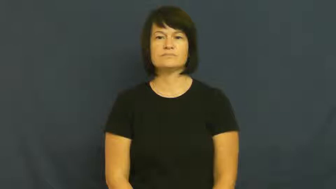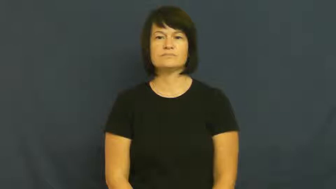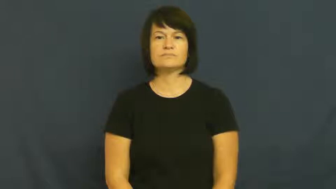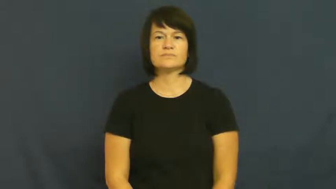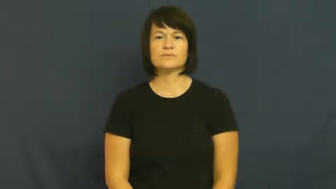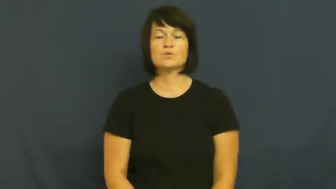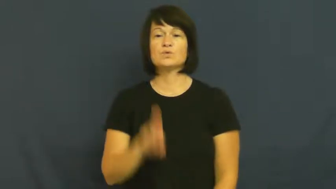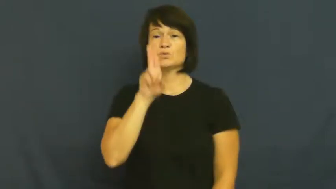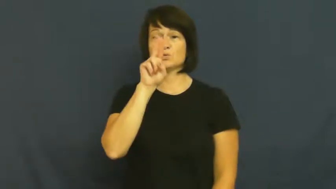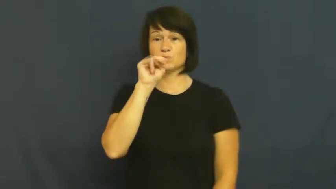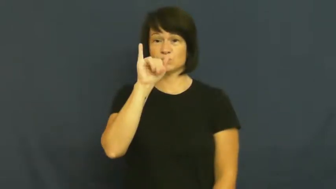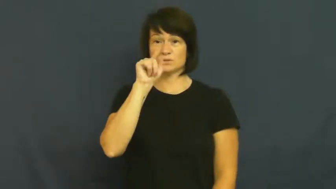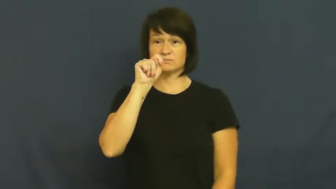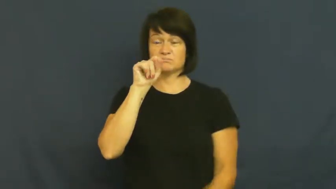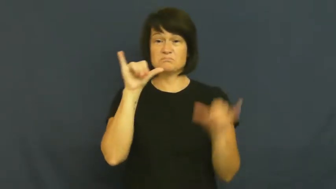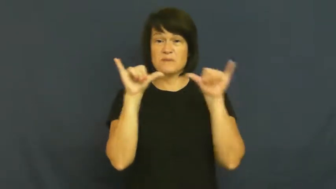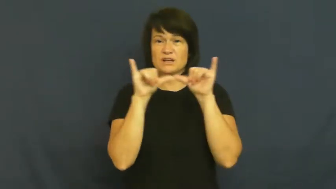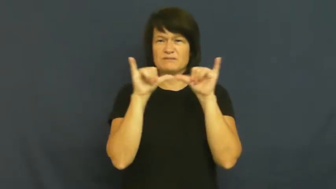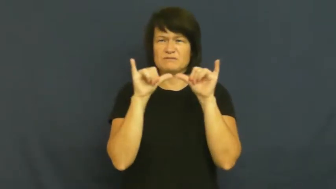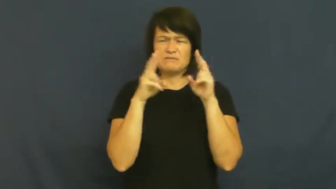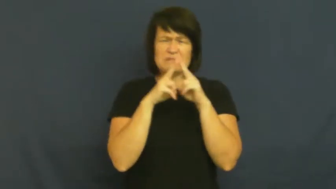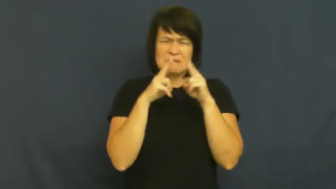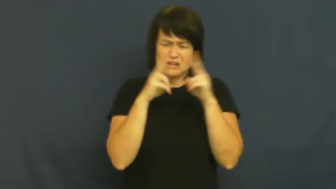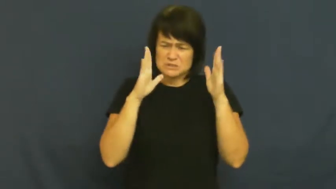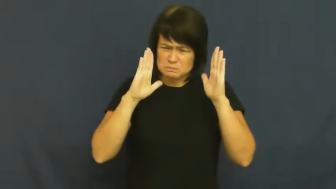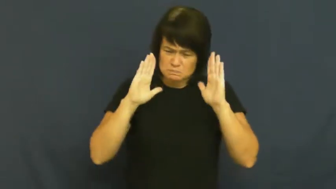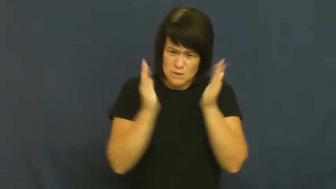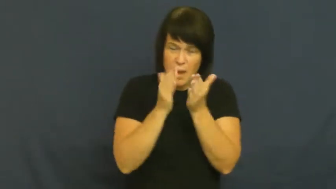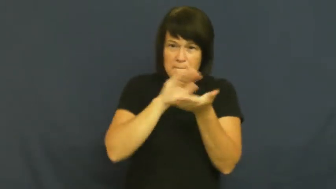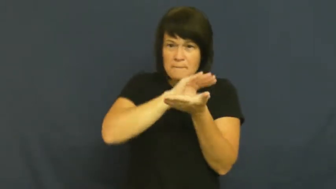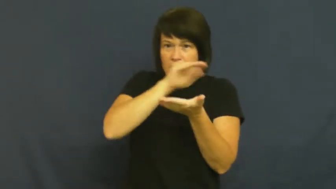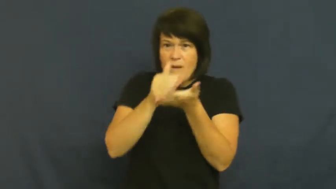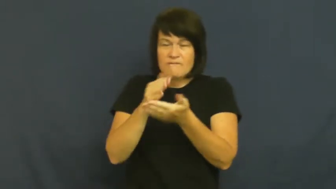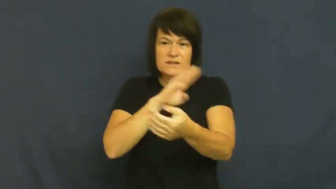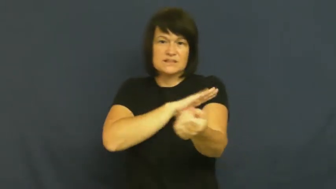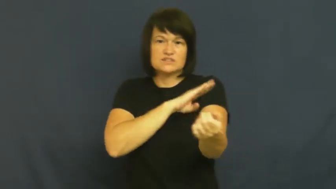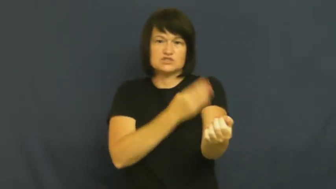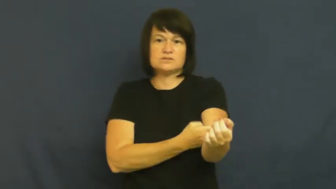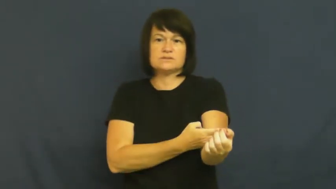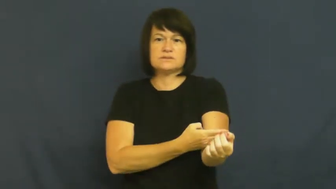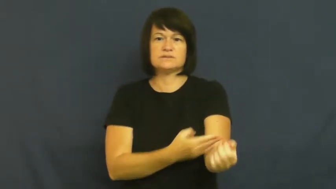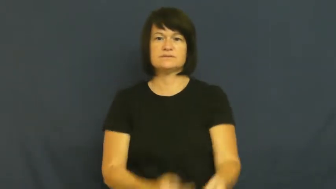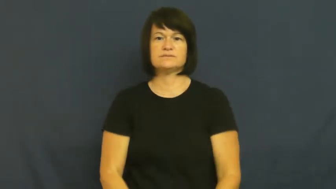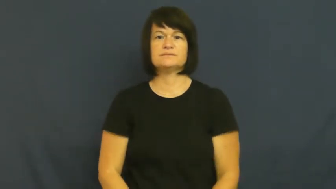quantam